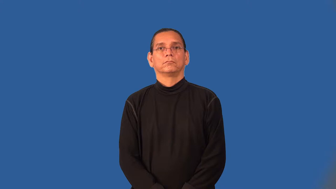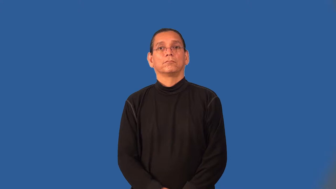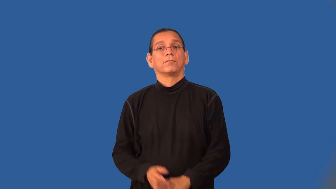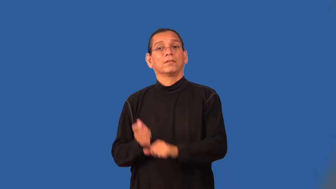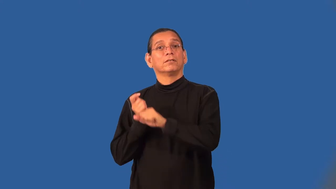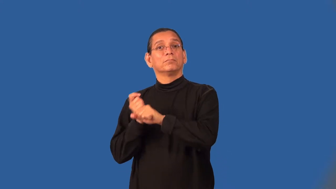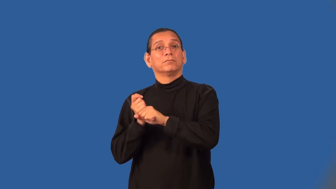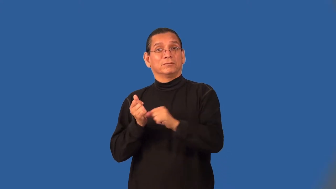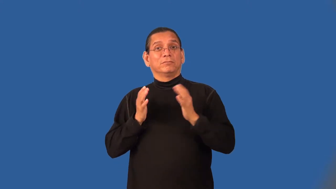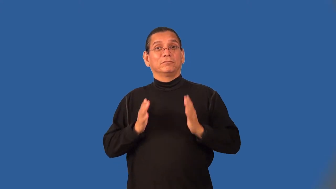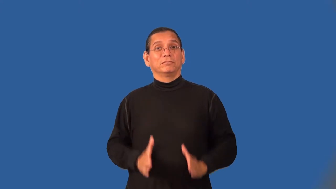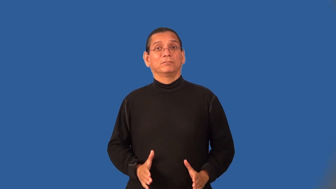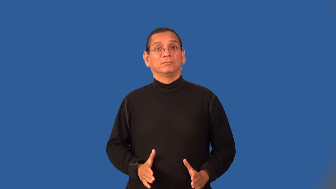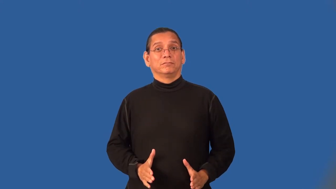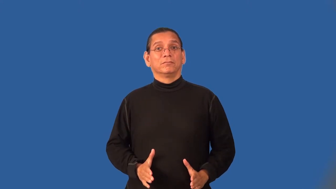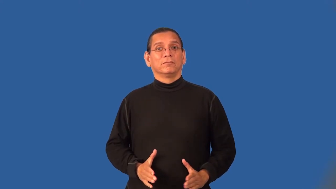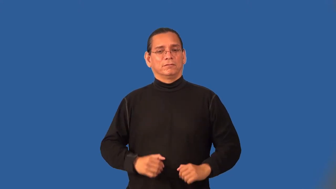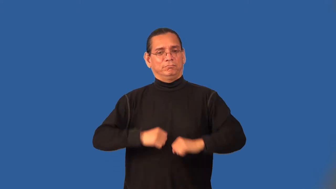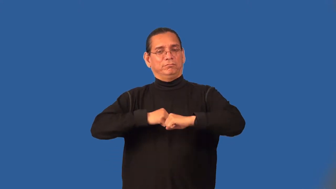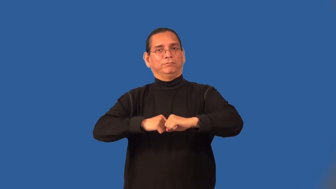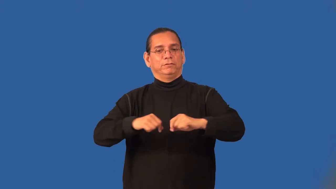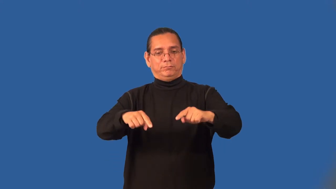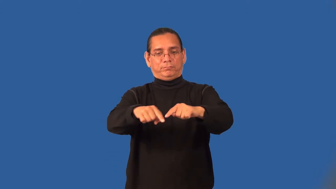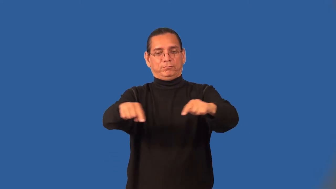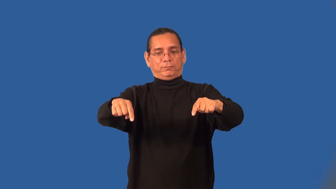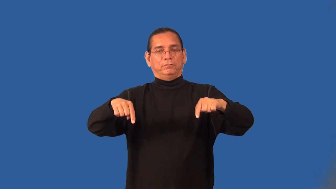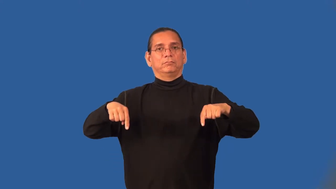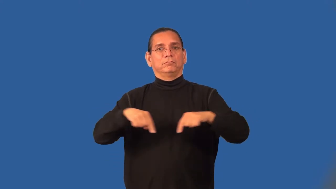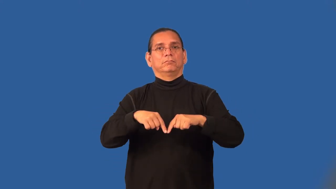baseman